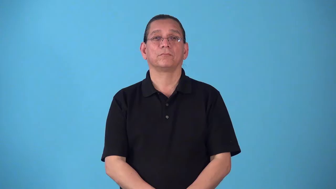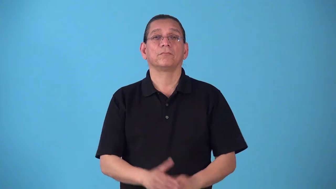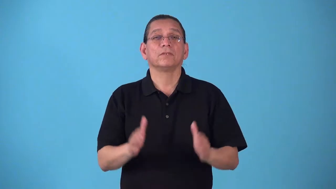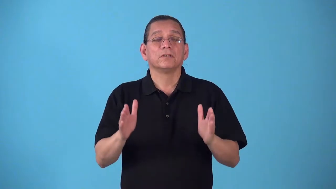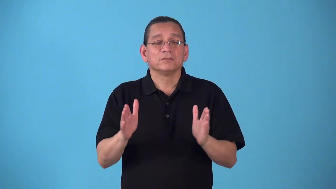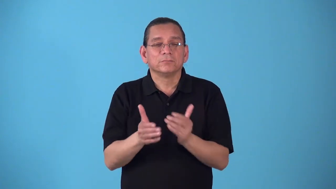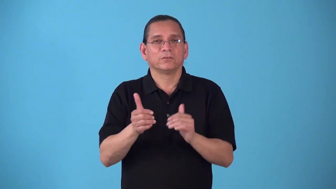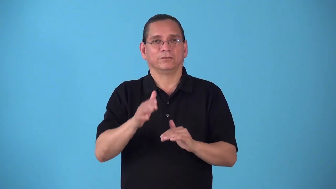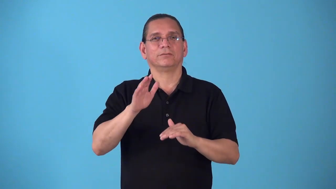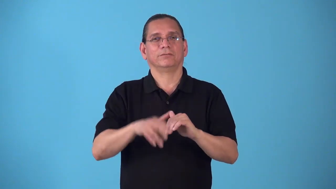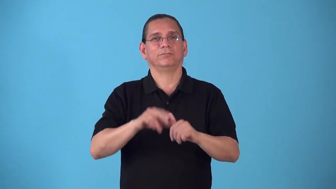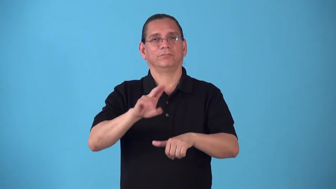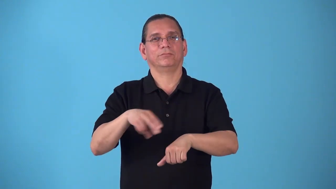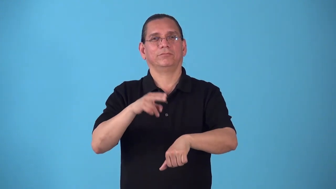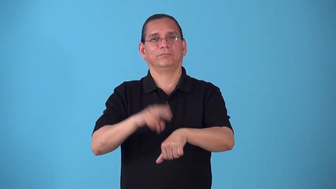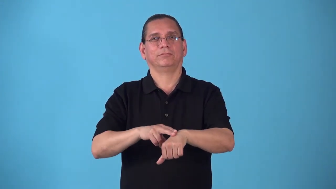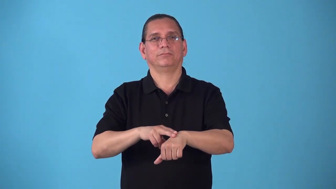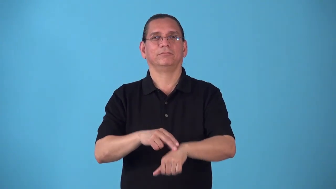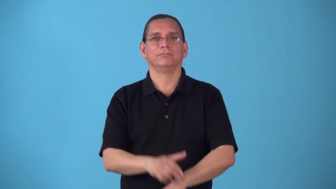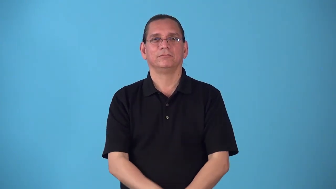scrubby-smaller than normal